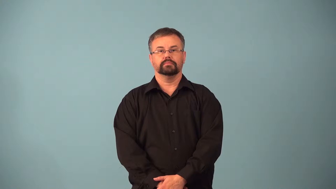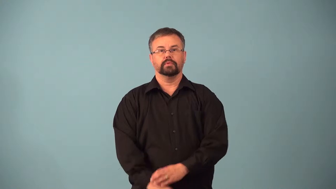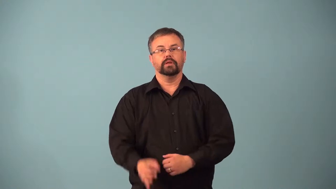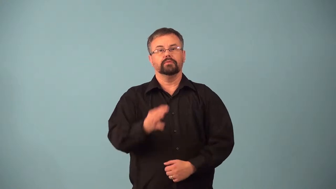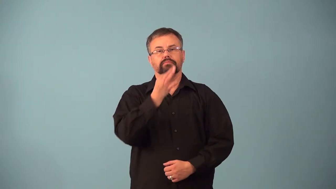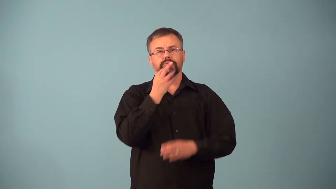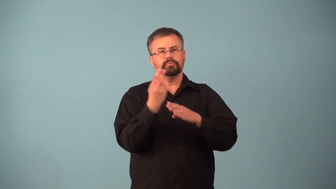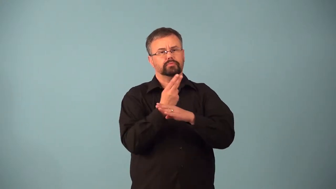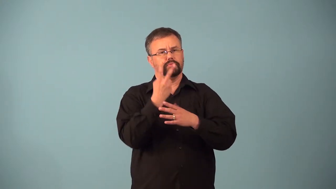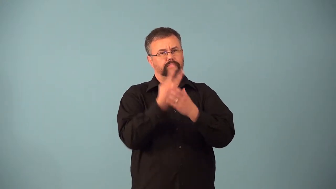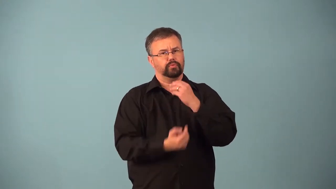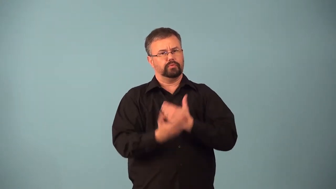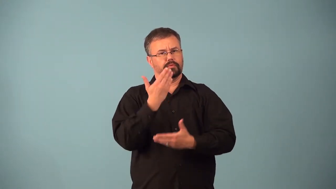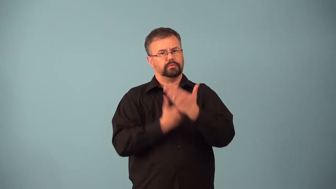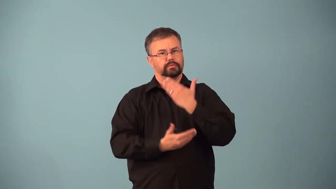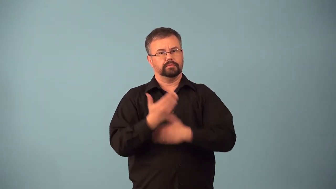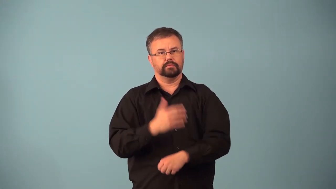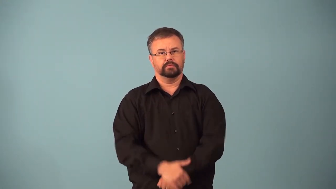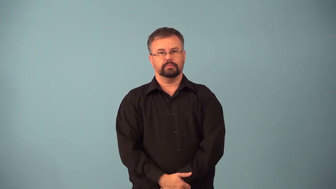ambidextrous